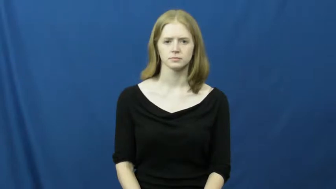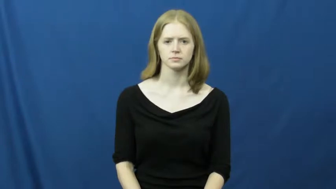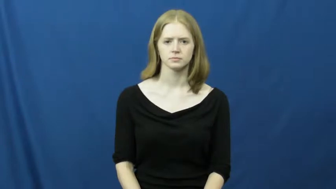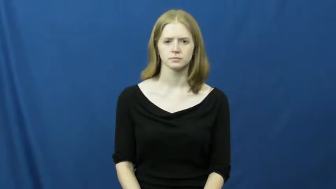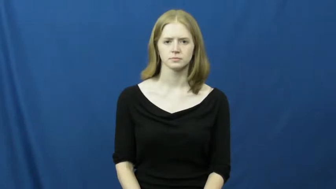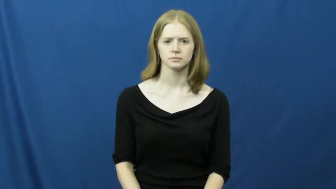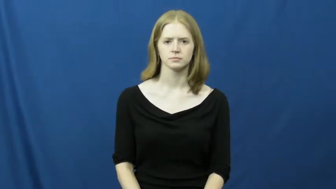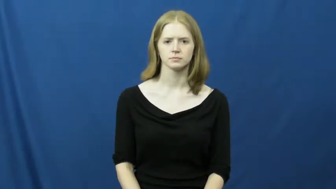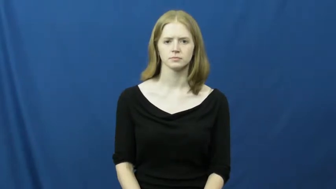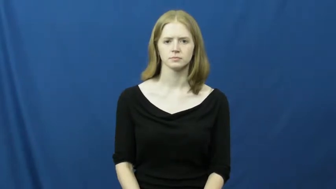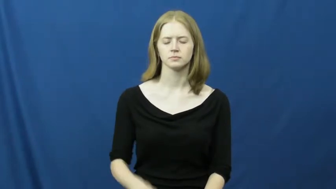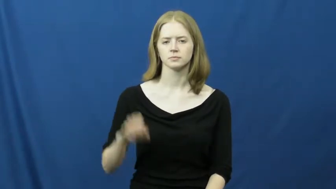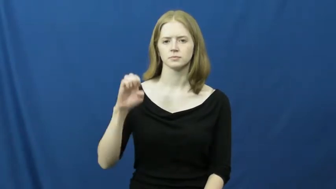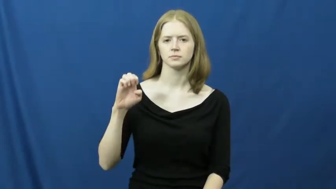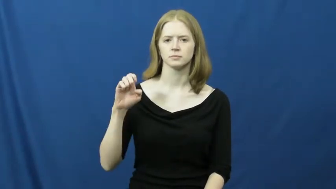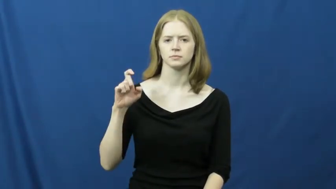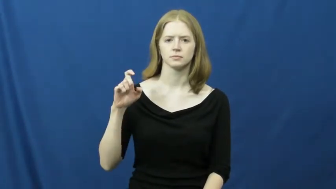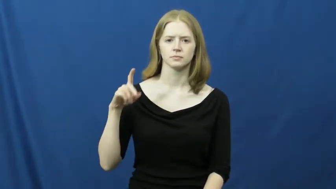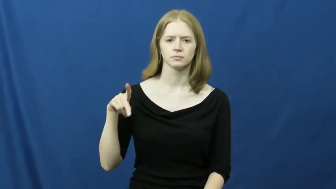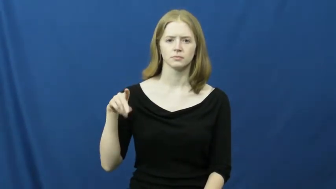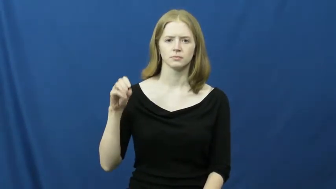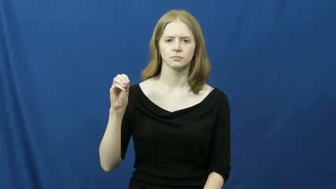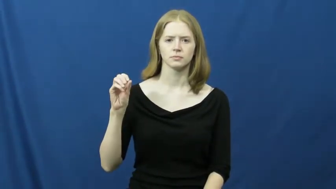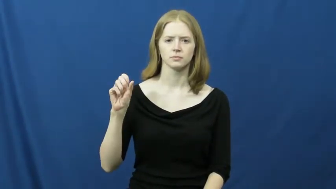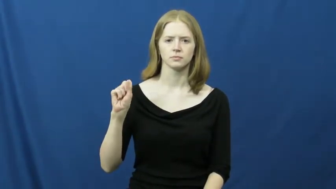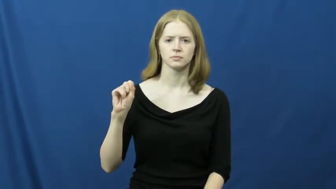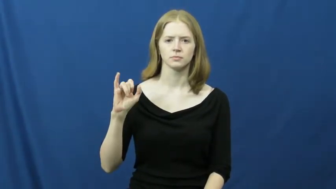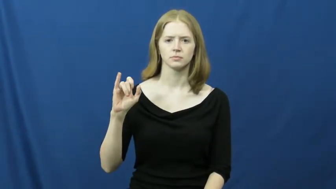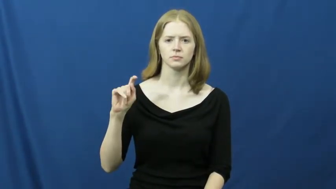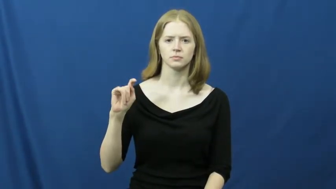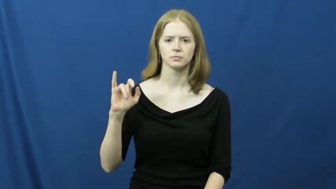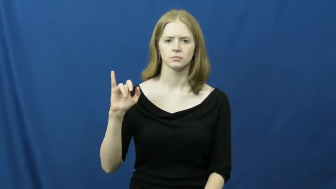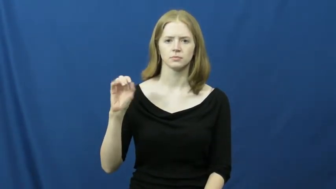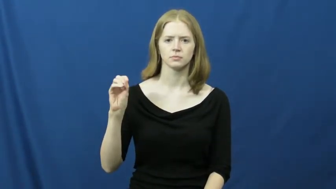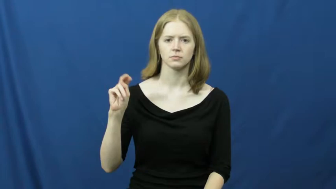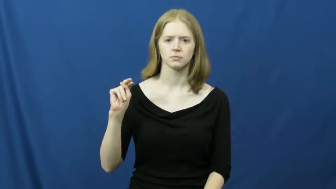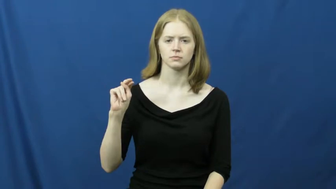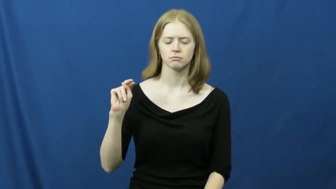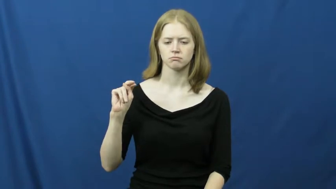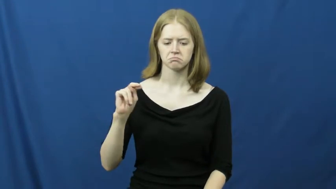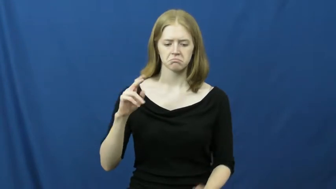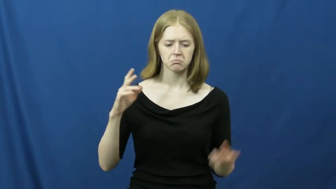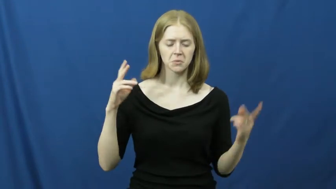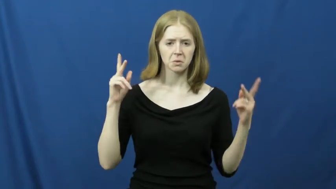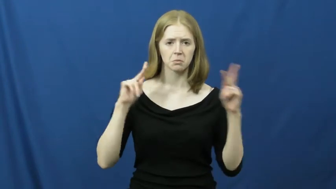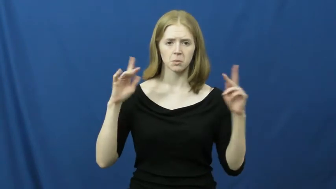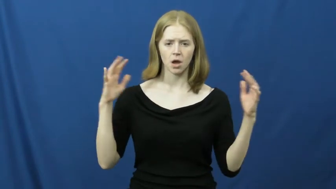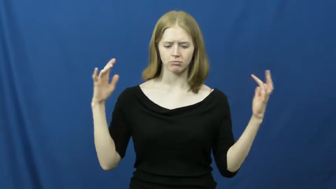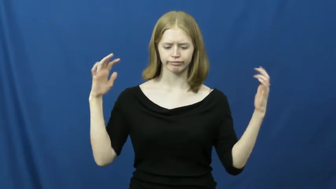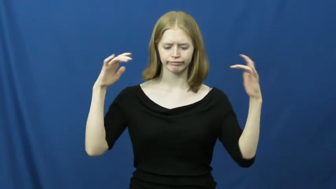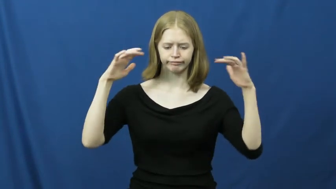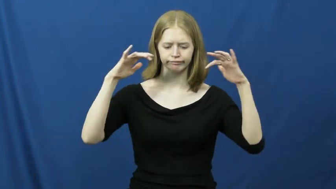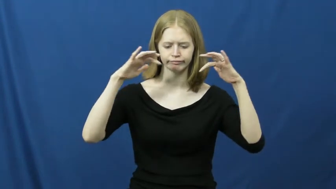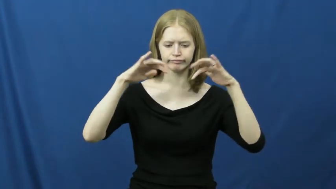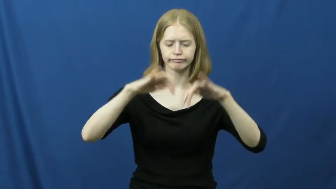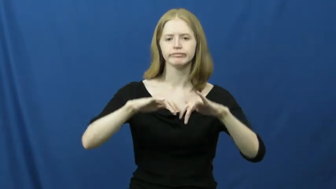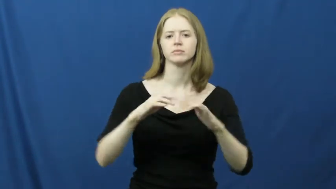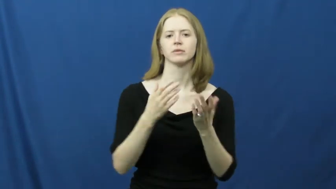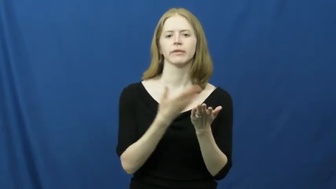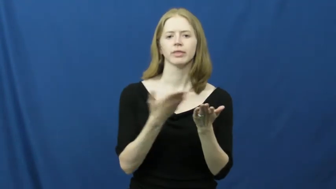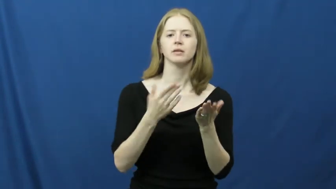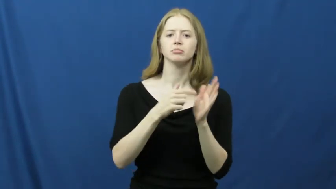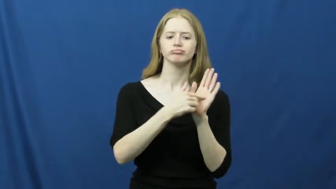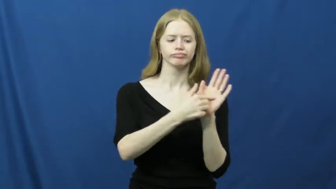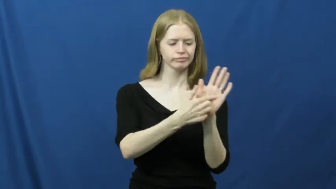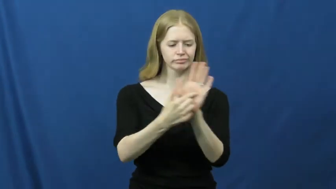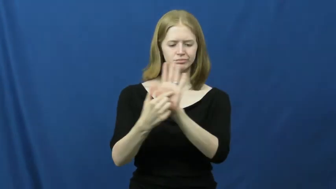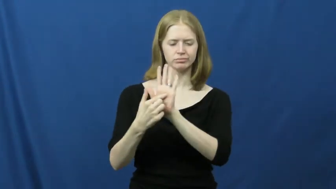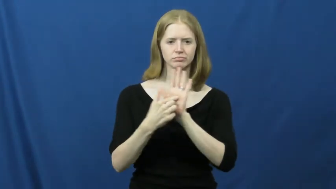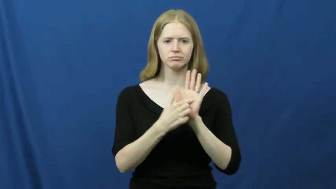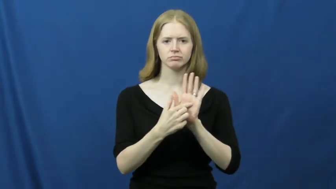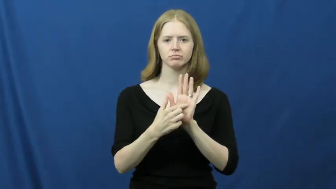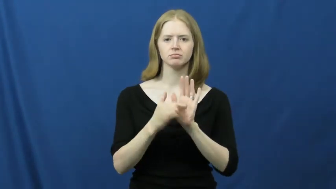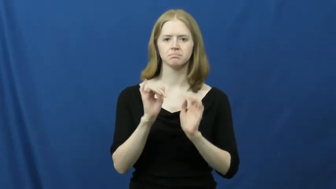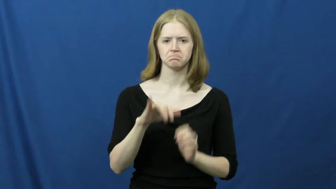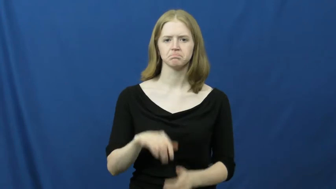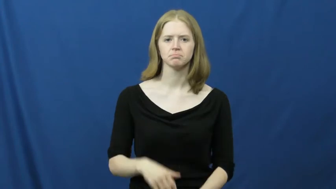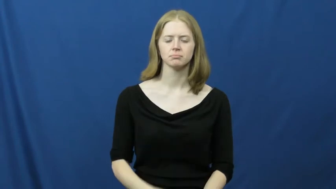exposition